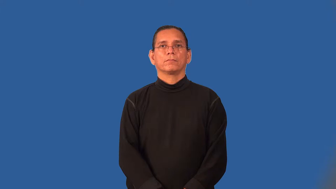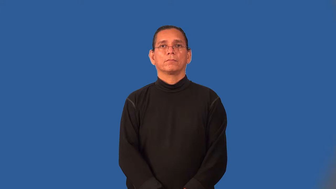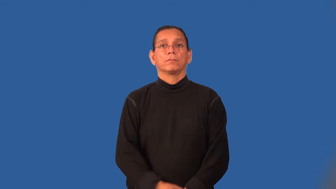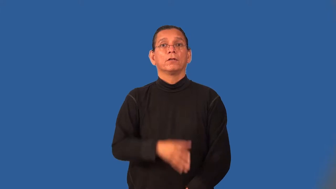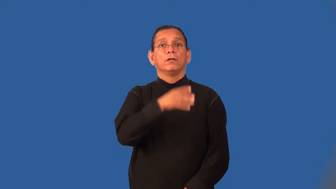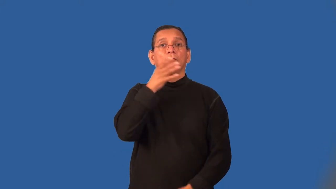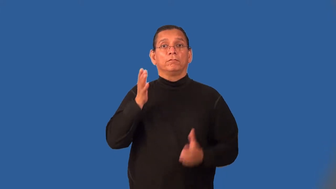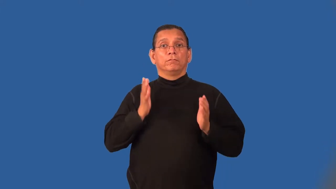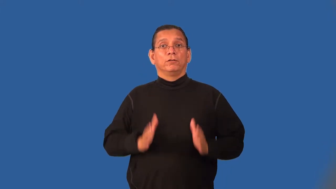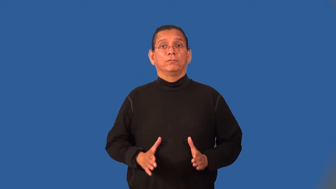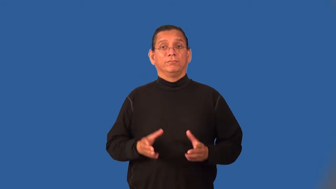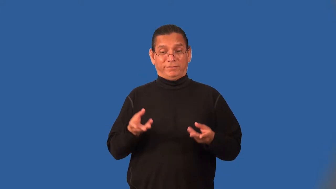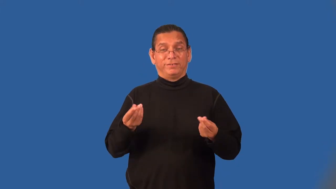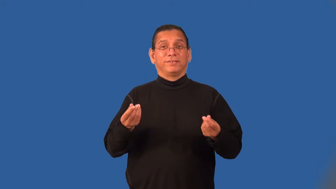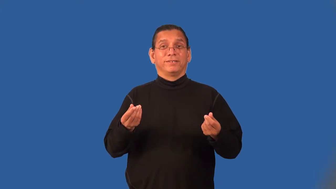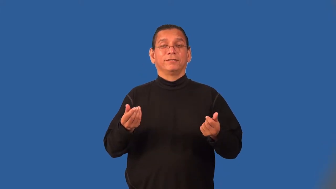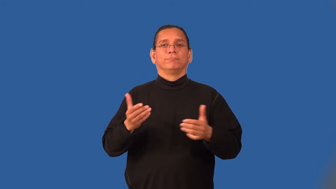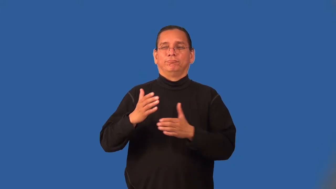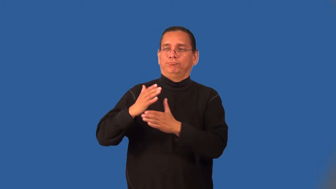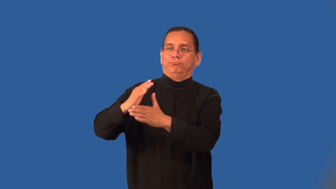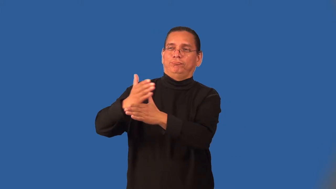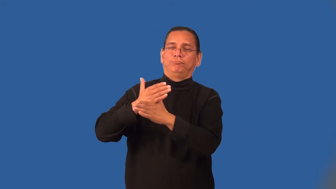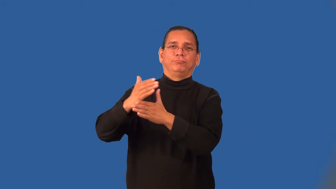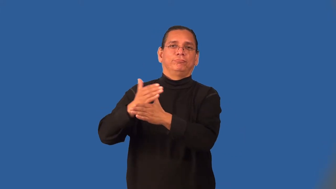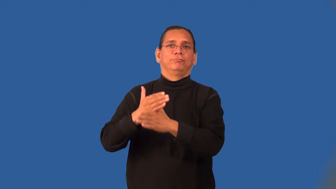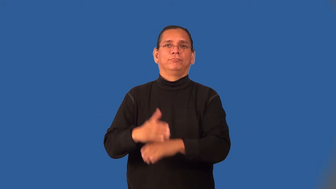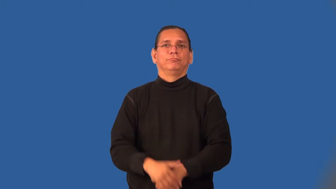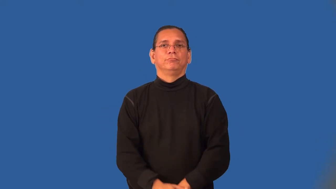sharecropper